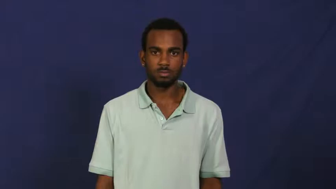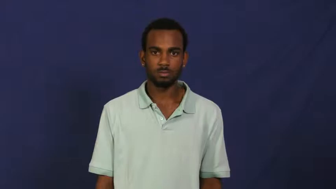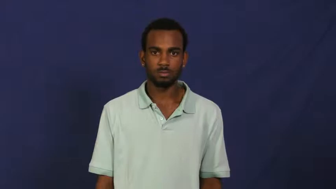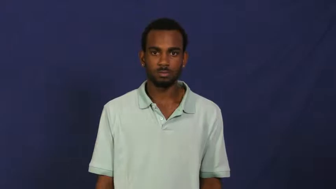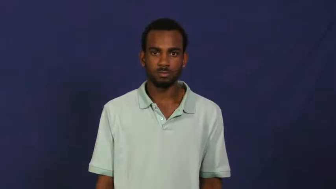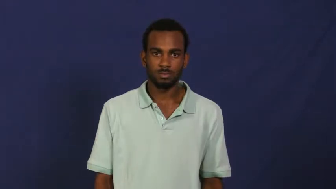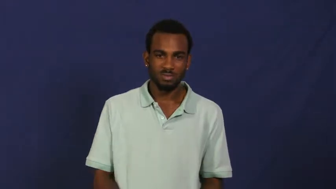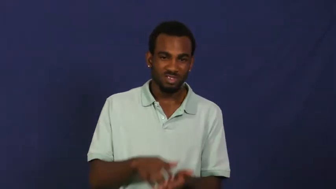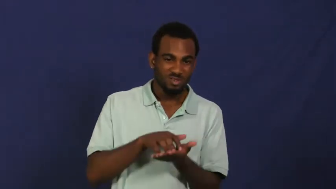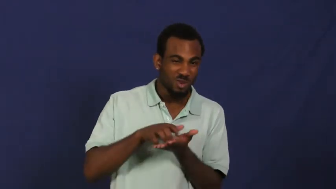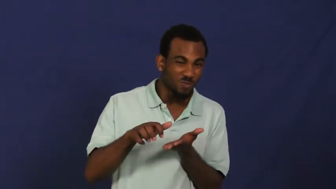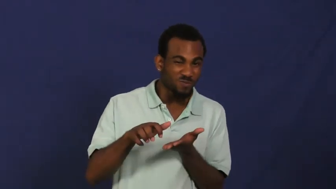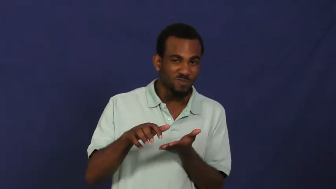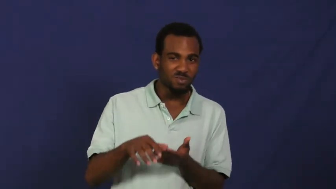nubby